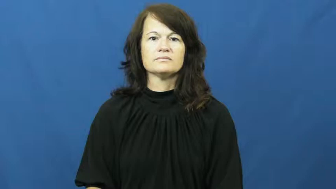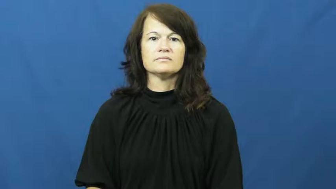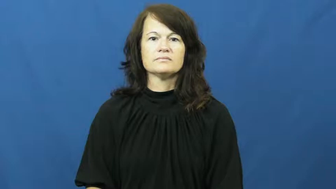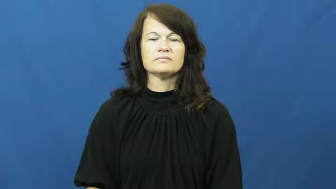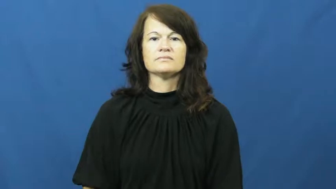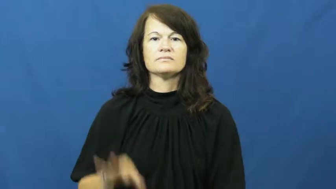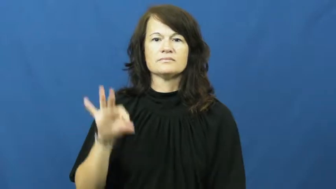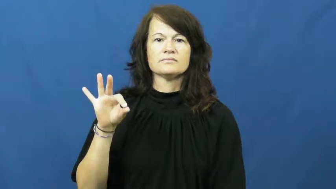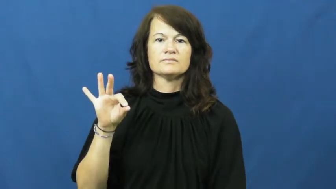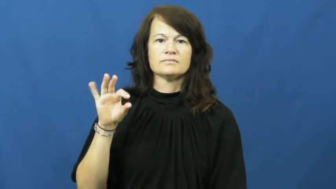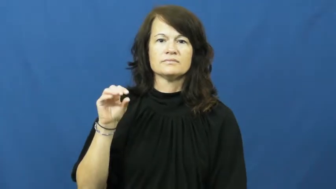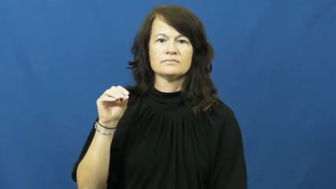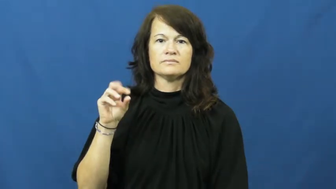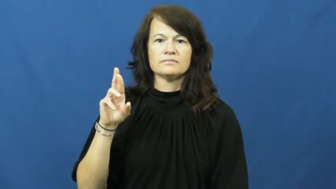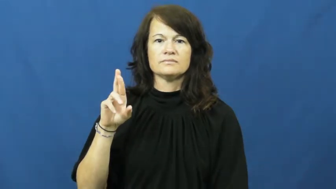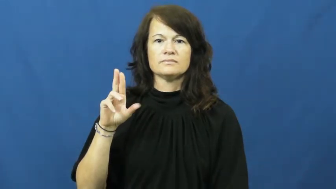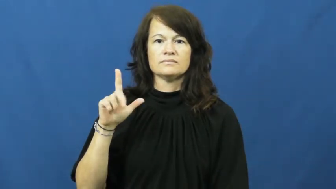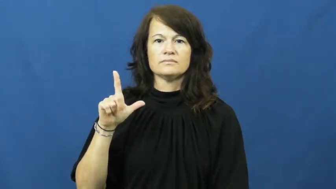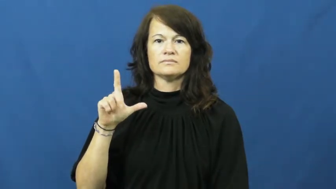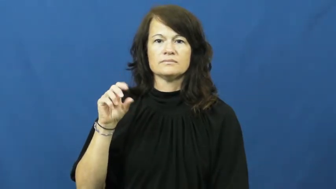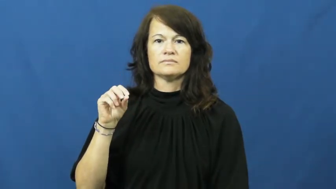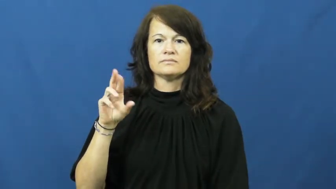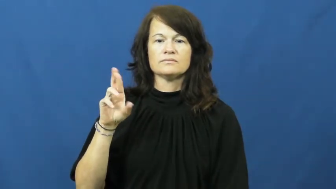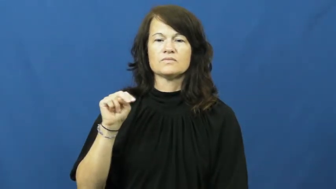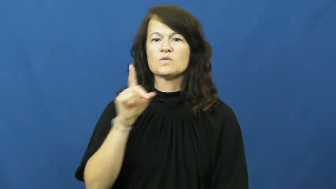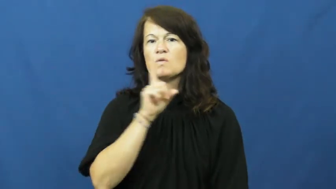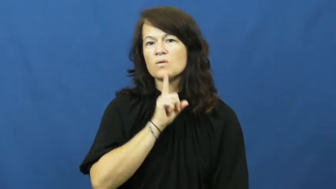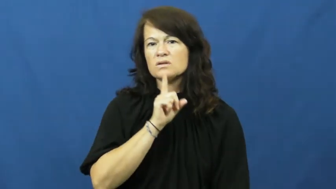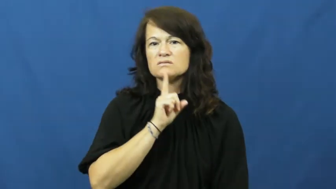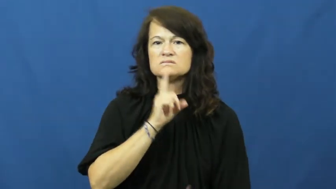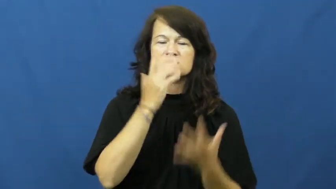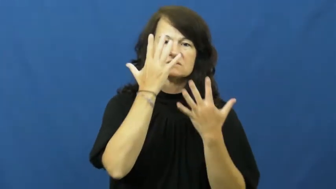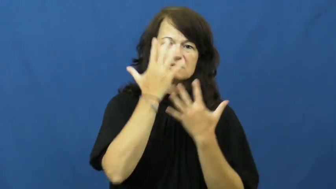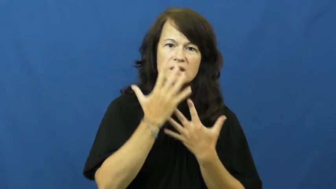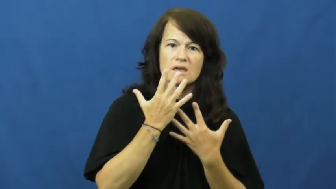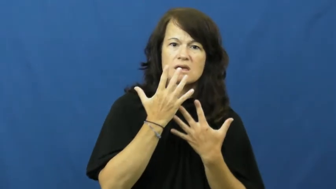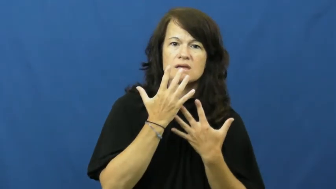forlorn